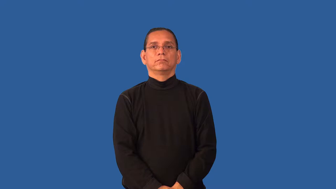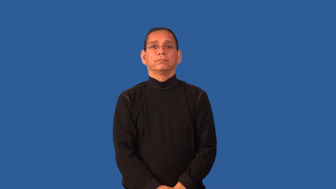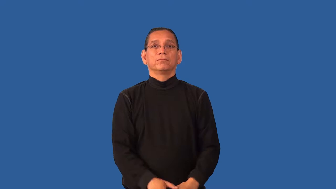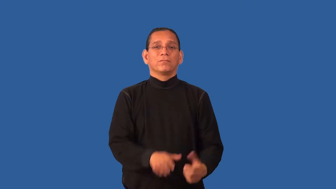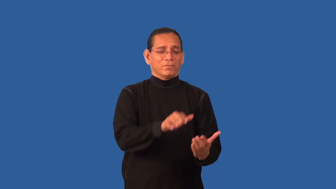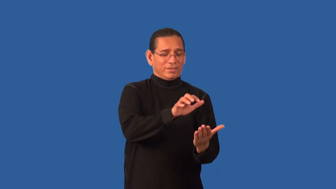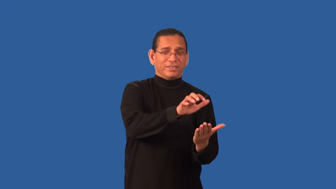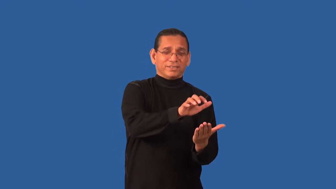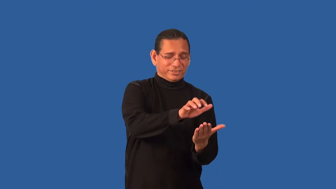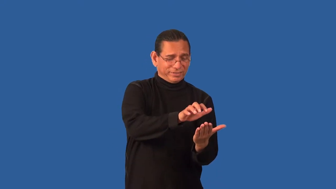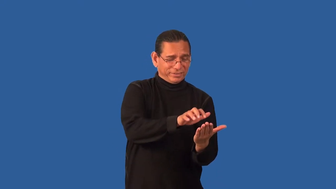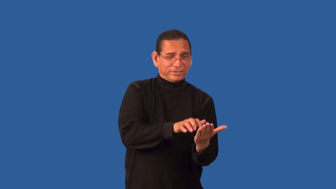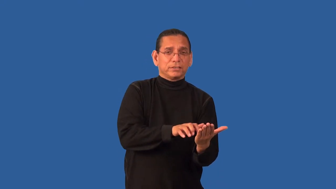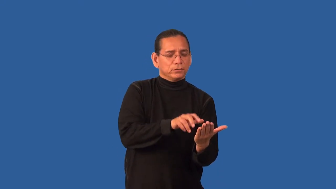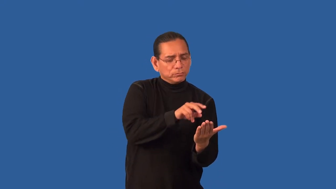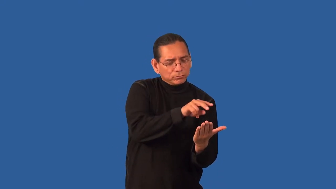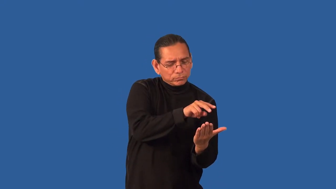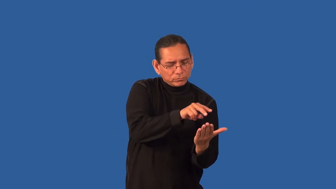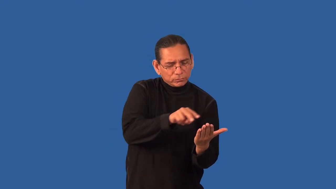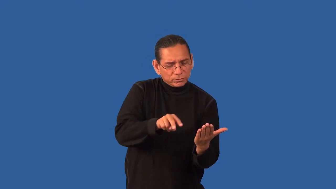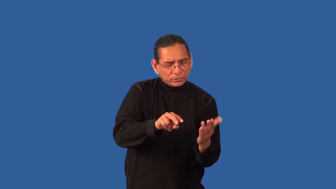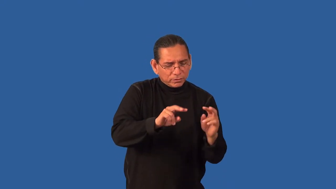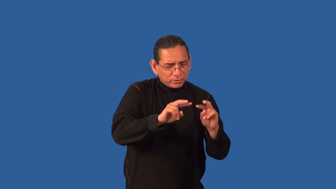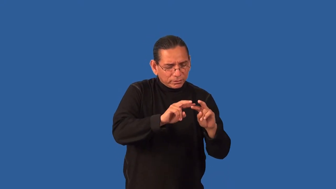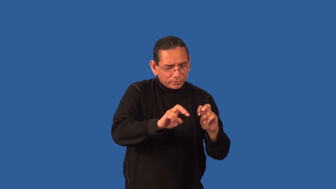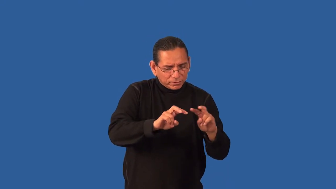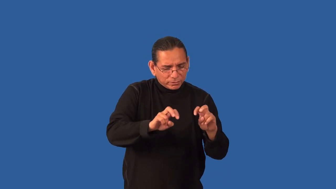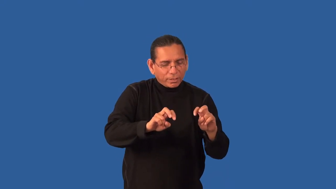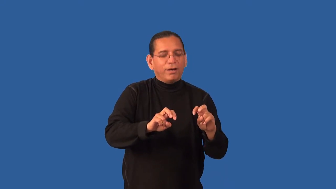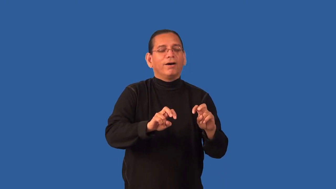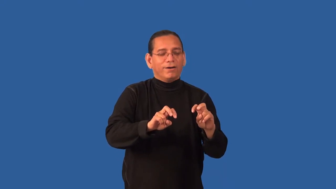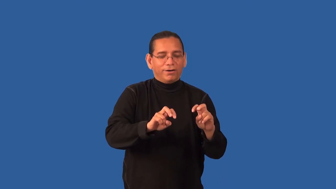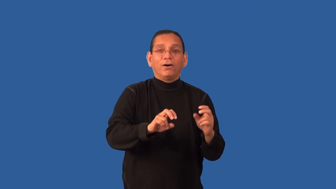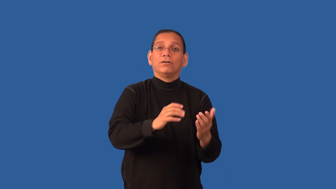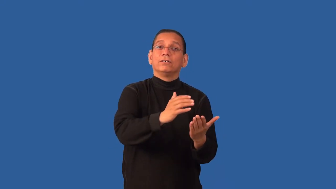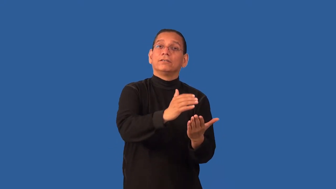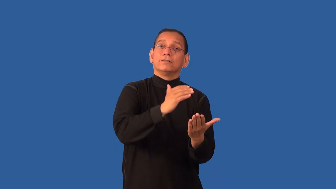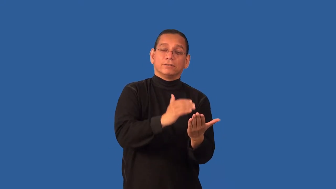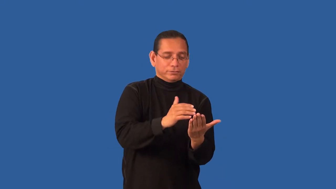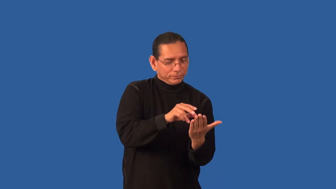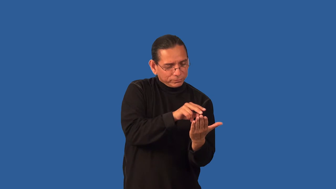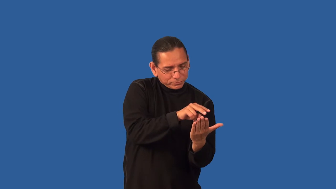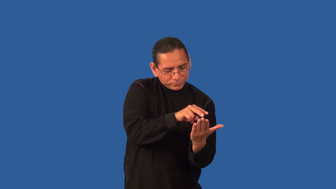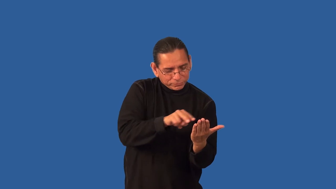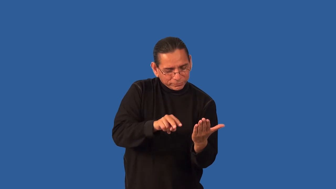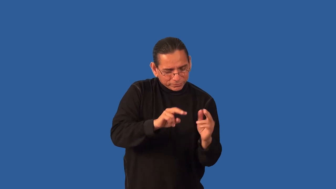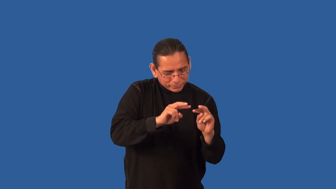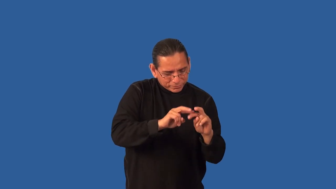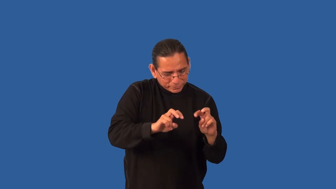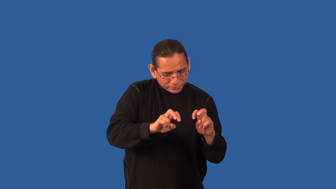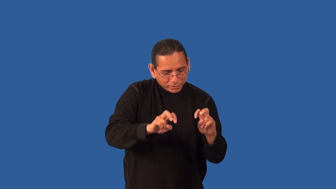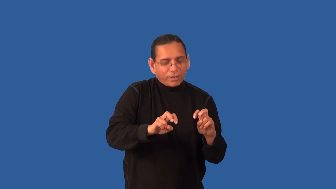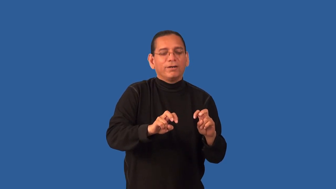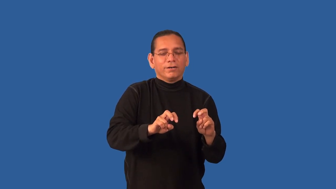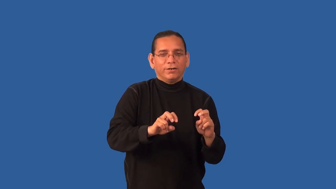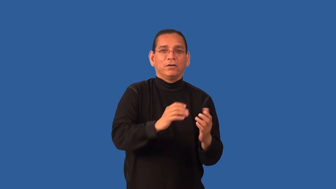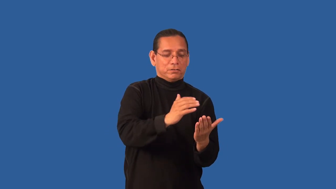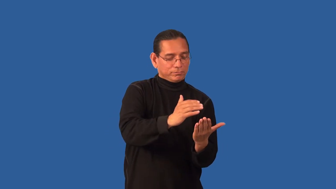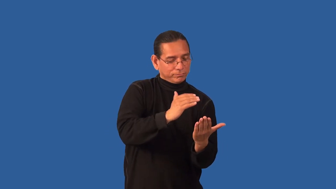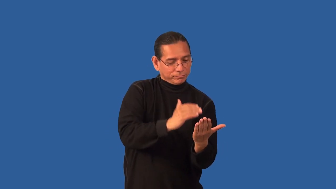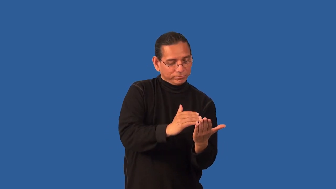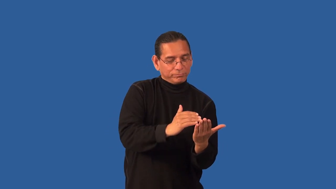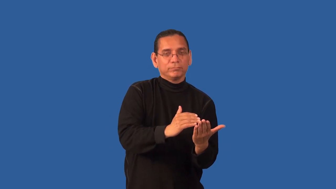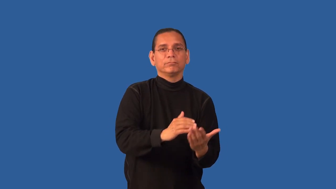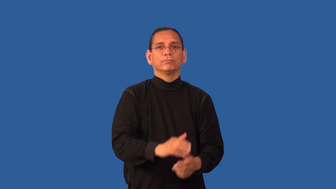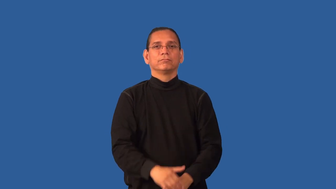deconstruct